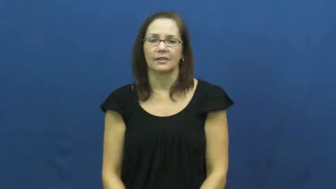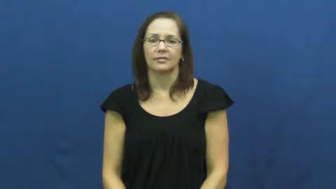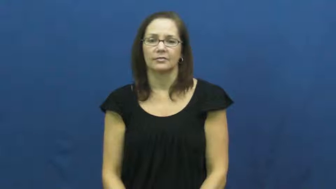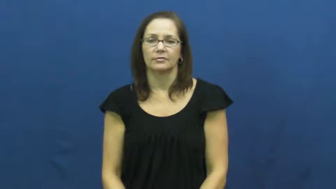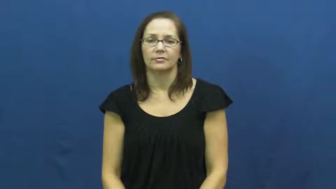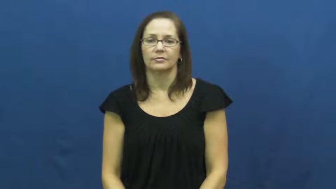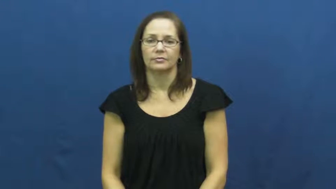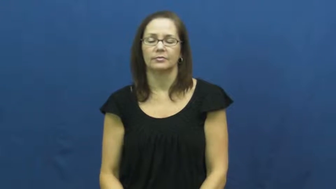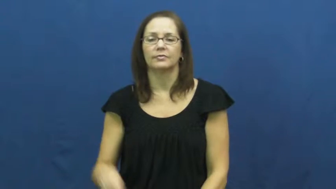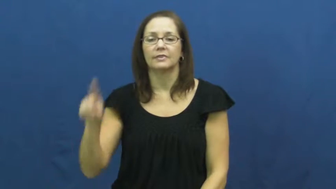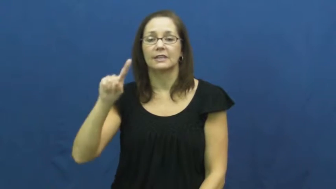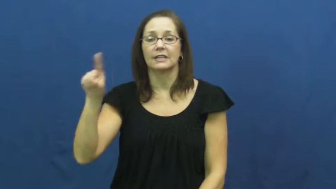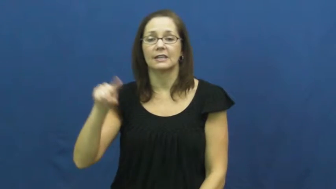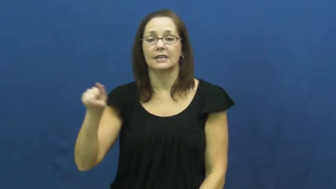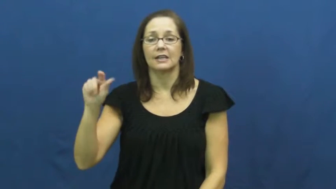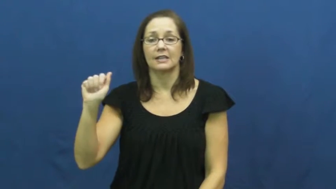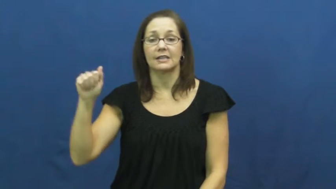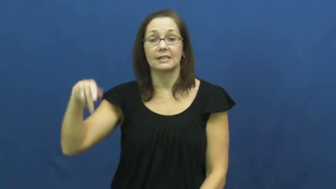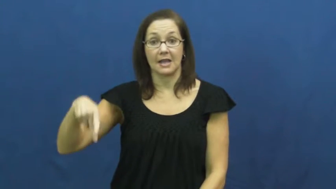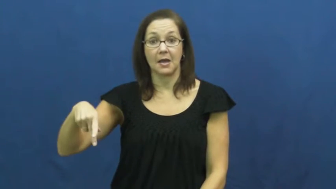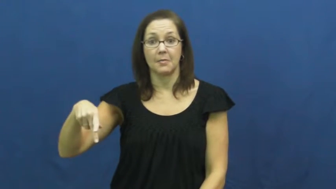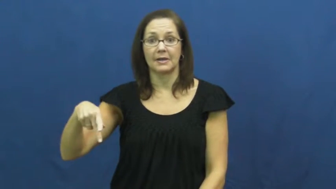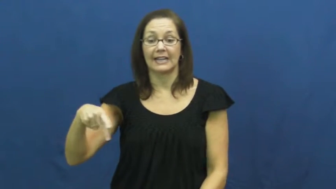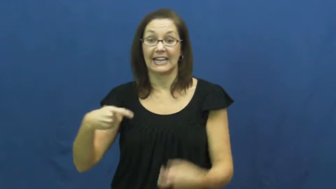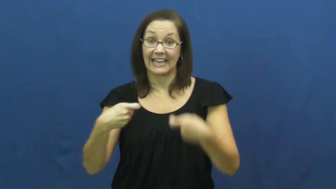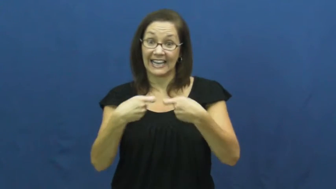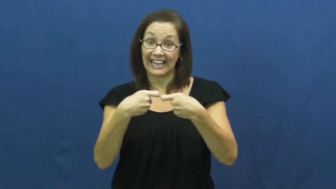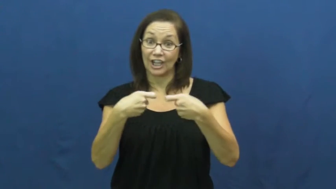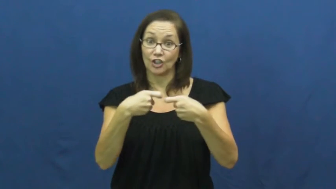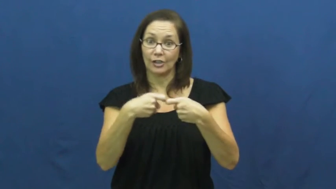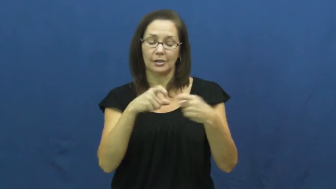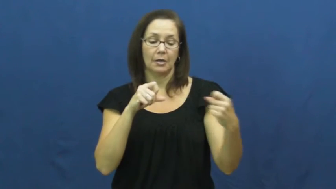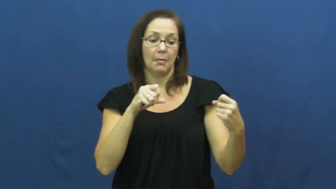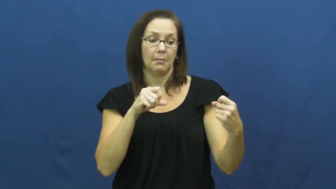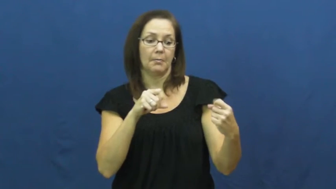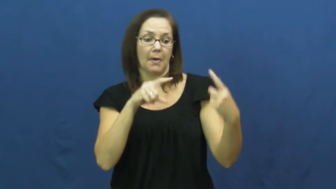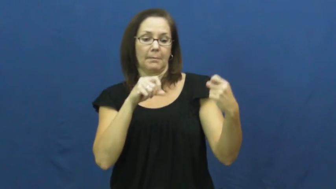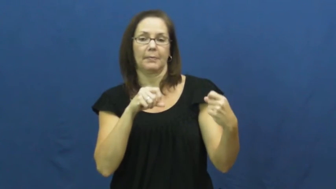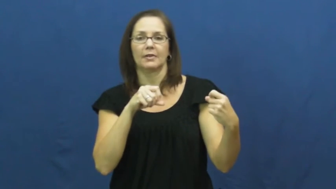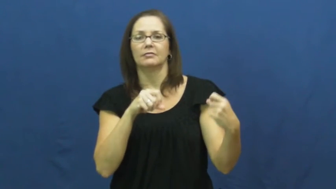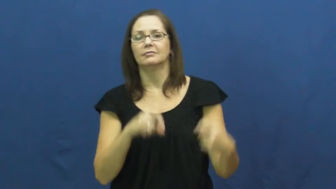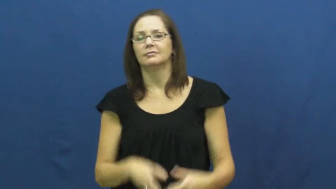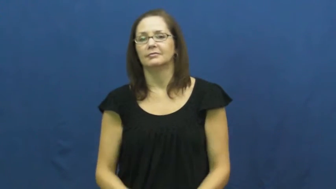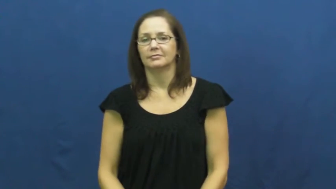zap-electricity